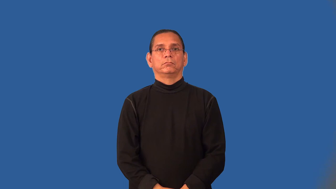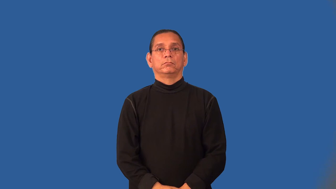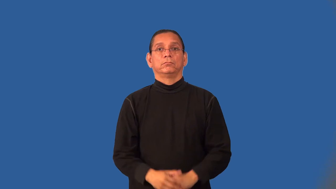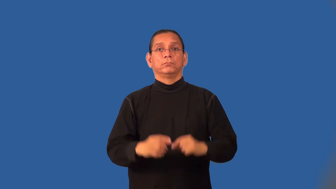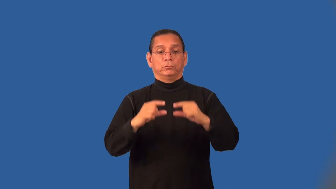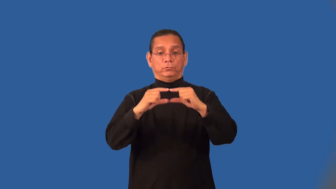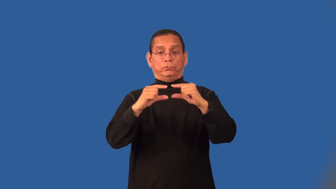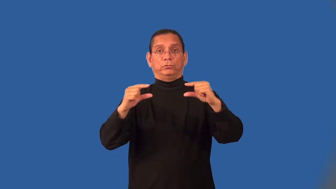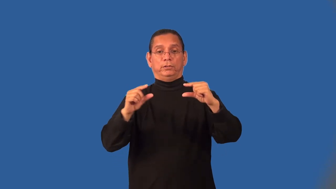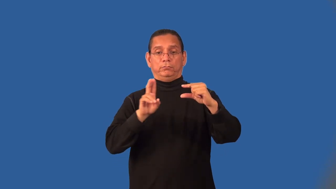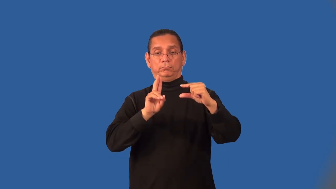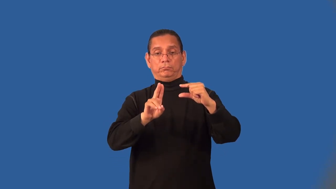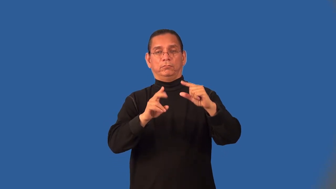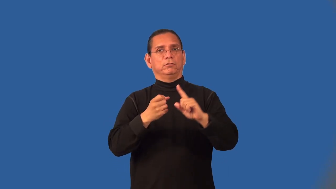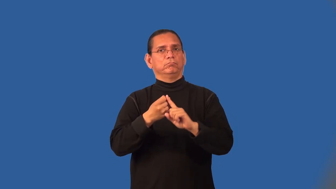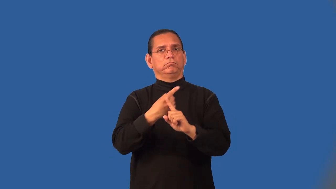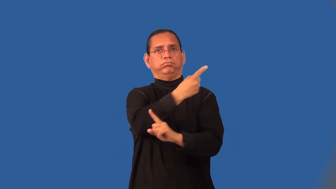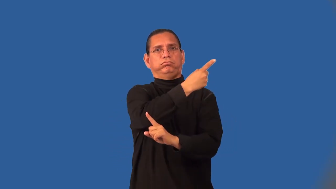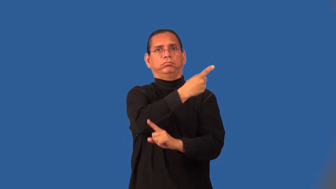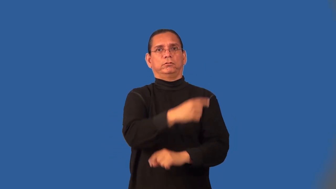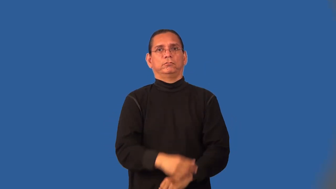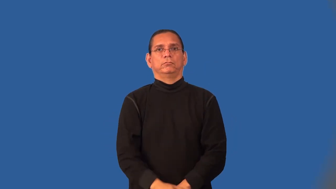mutation